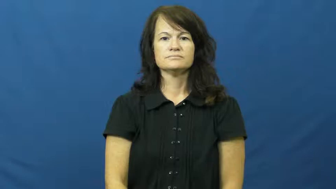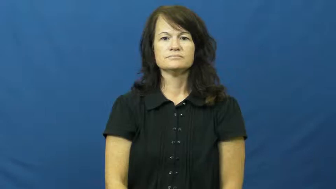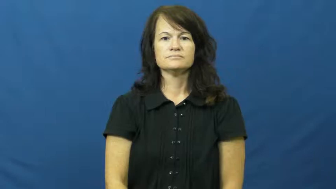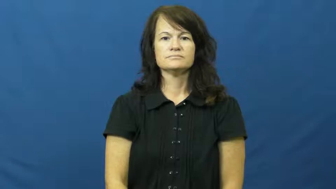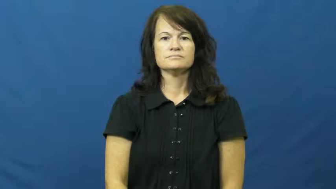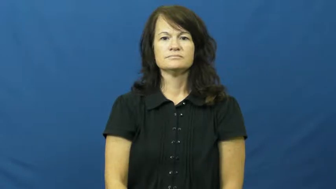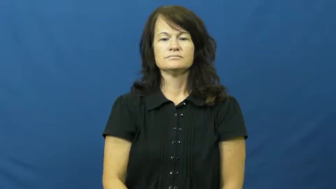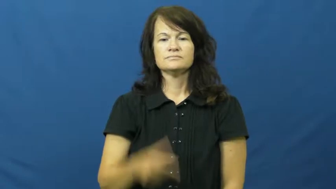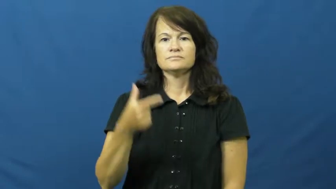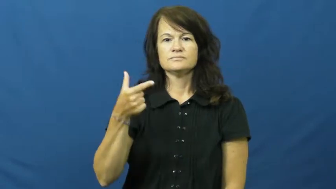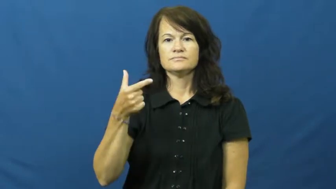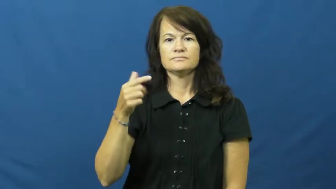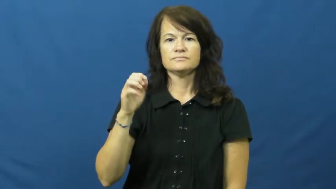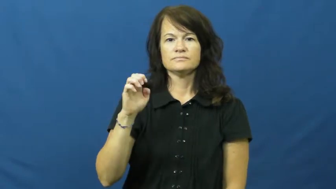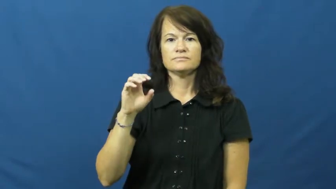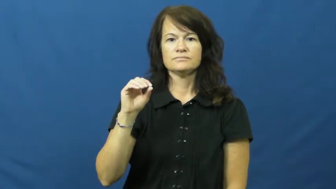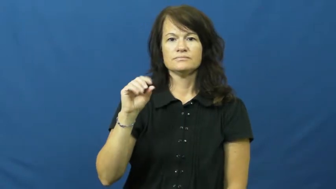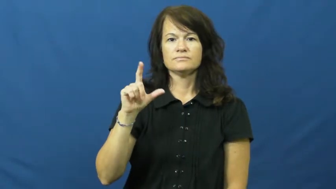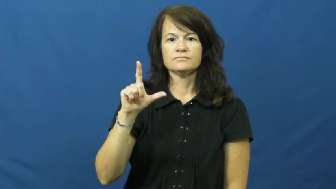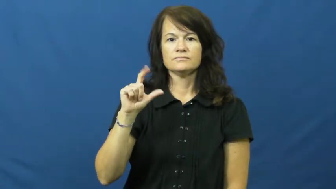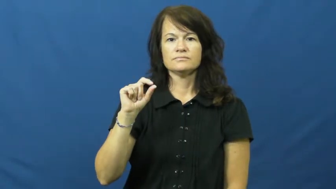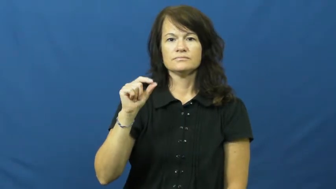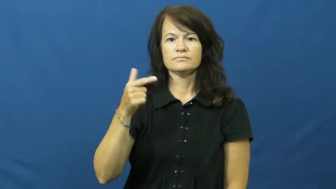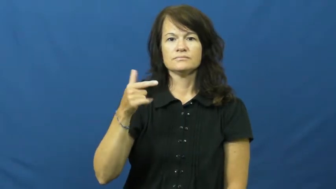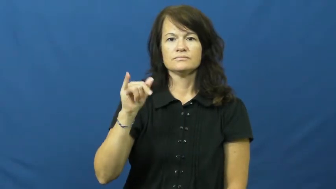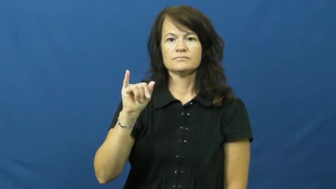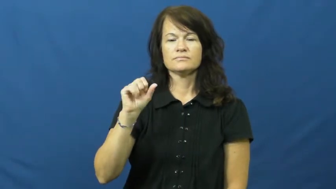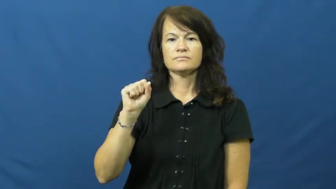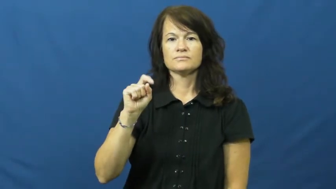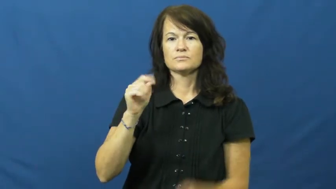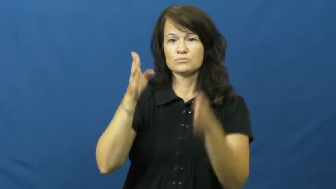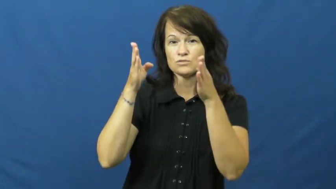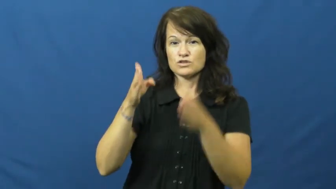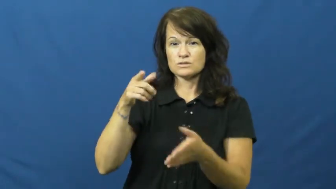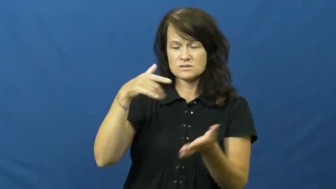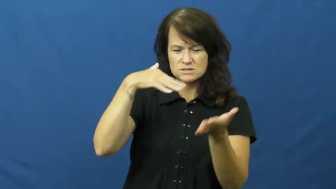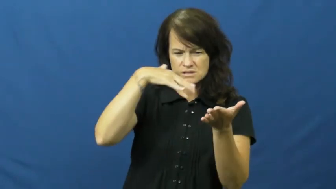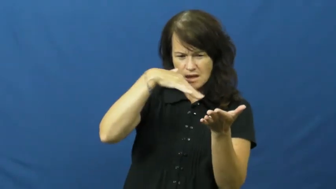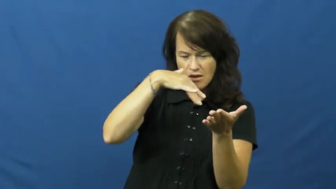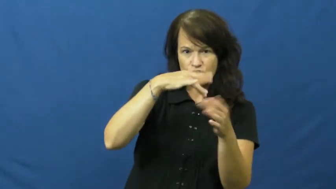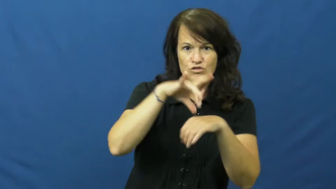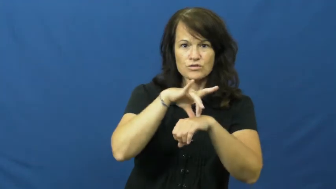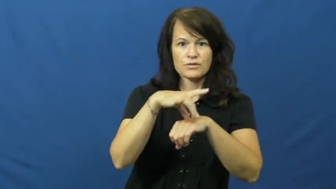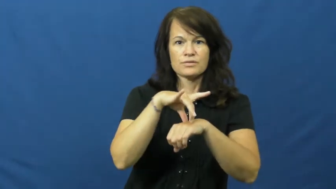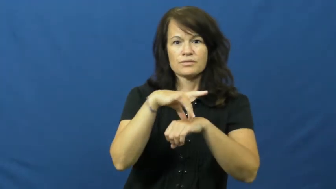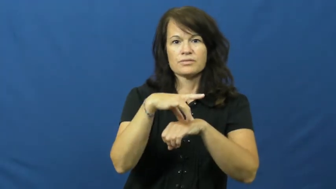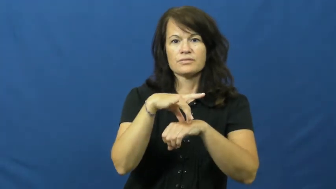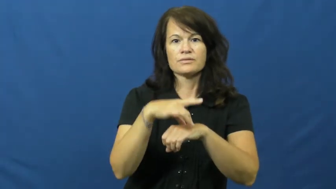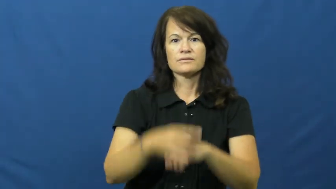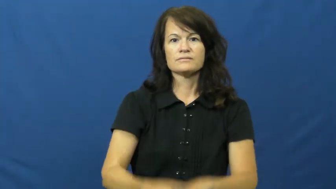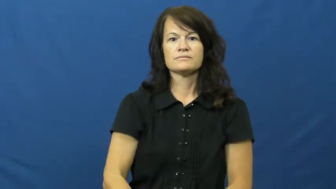geologist